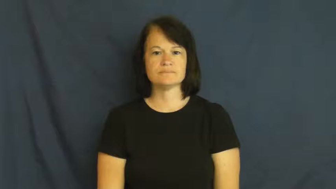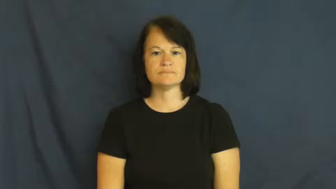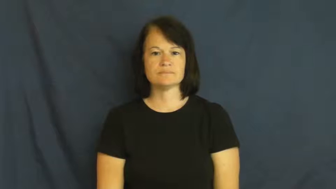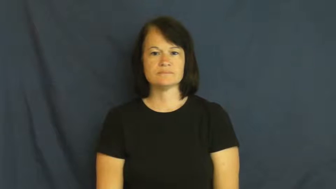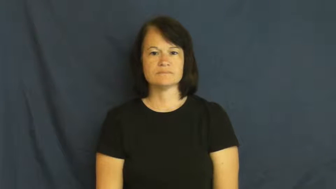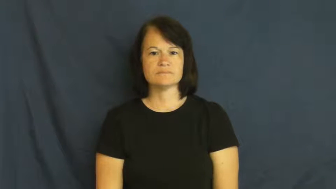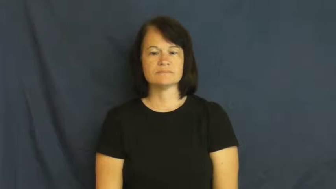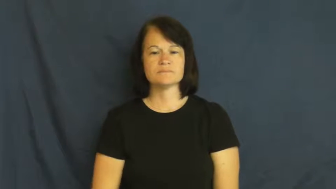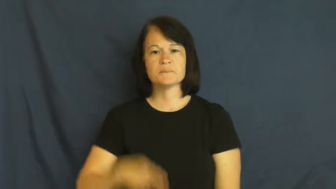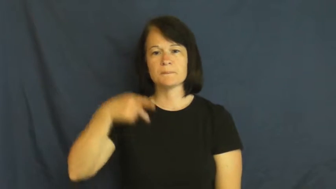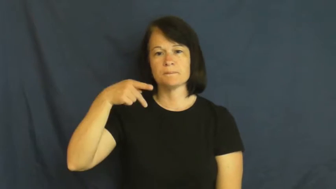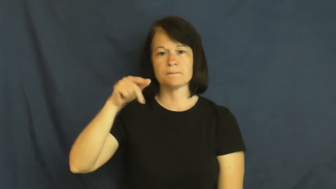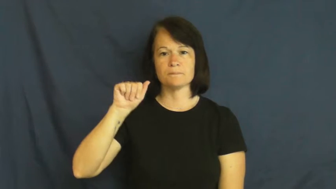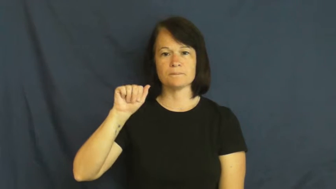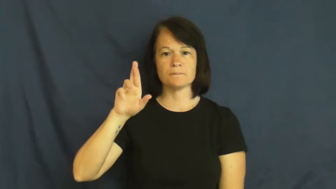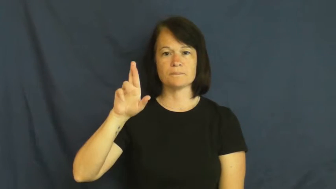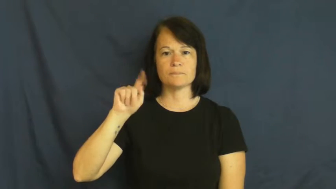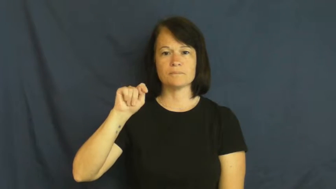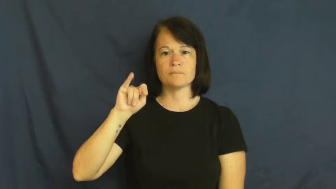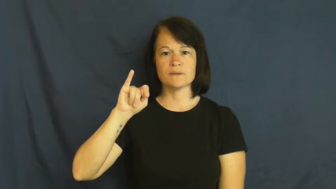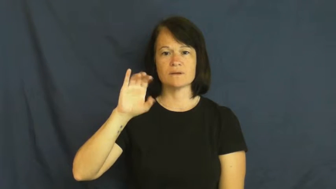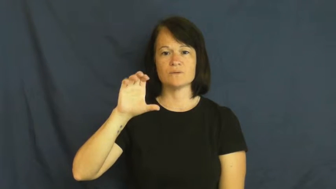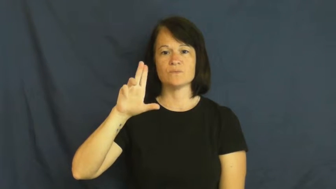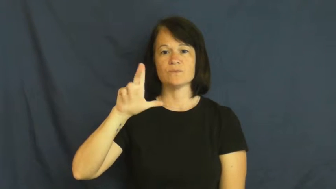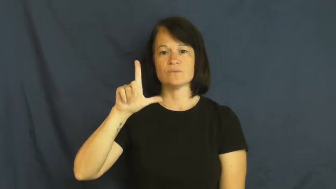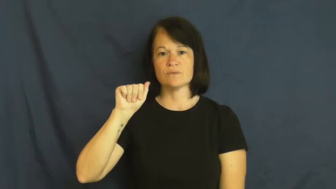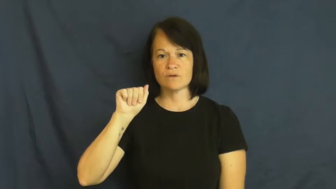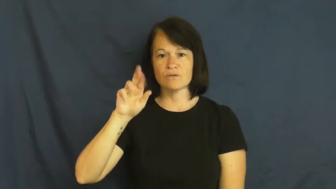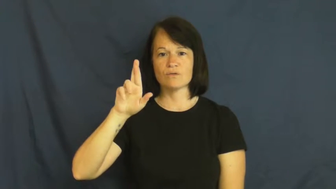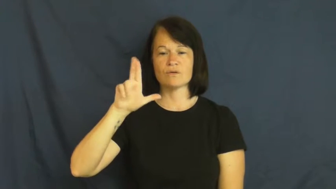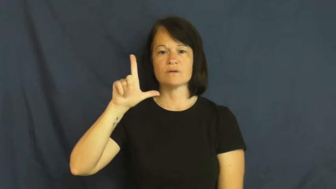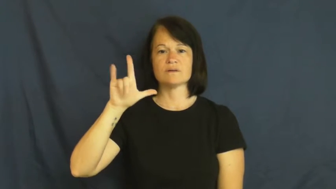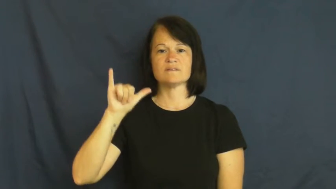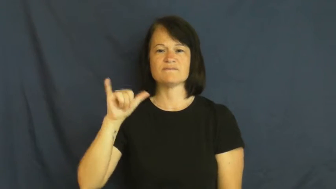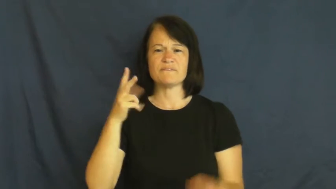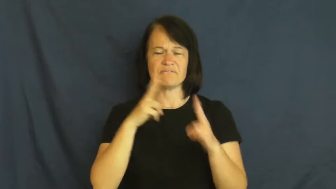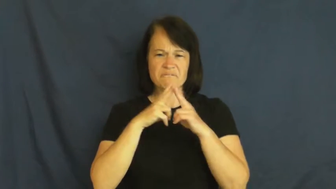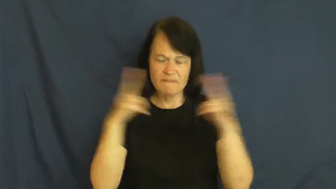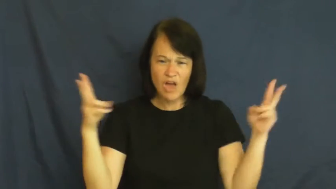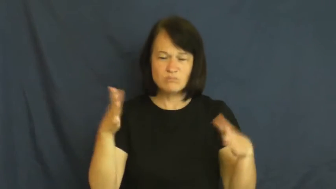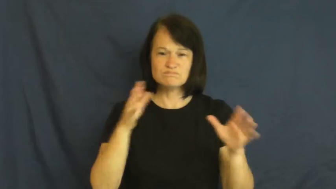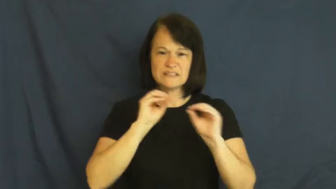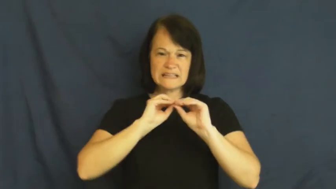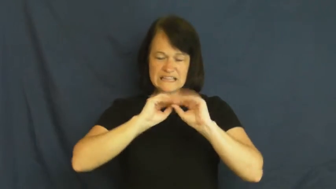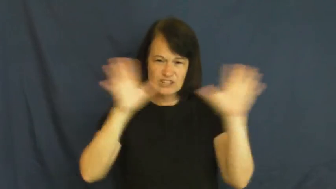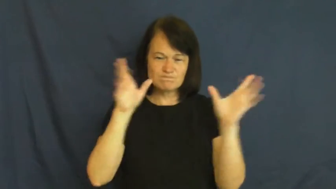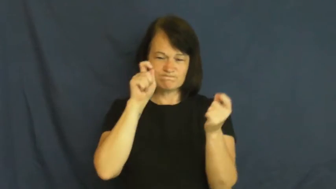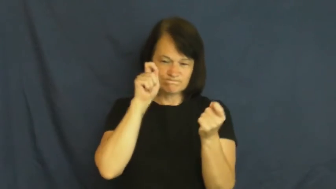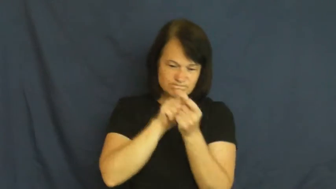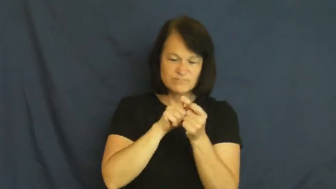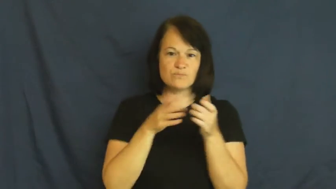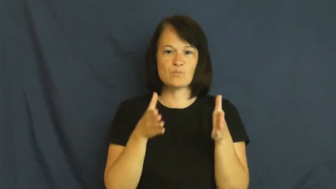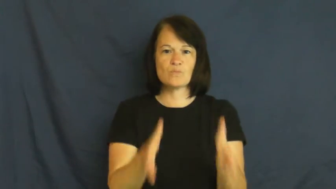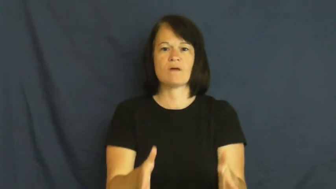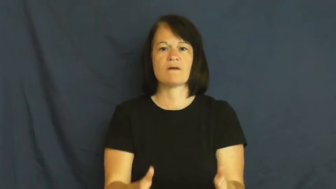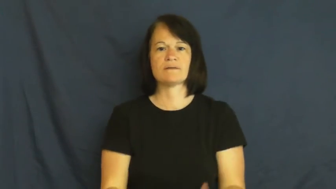particularly